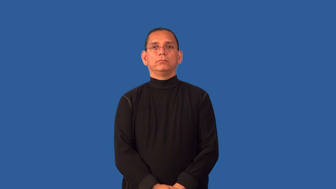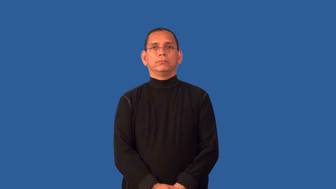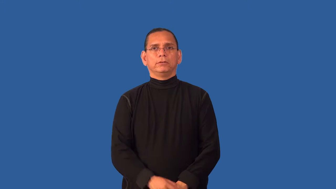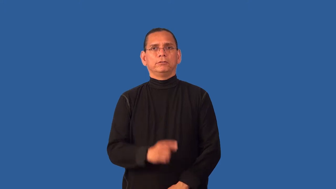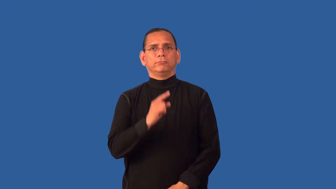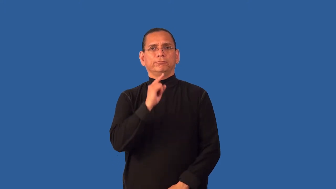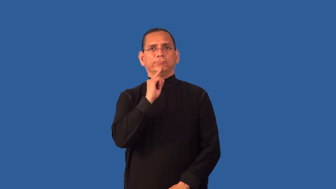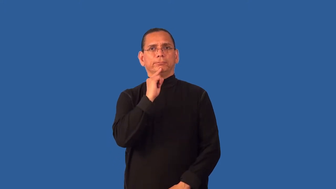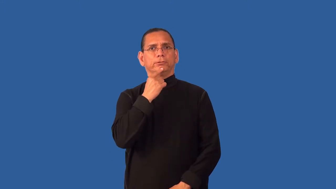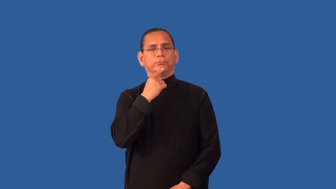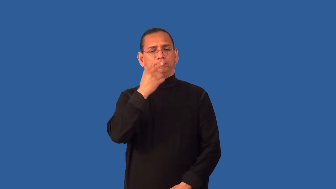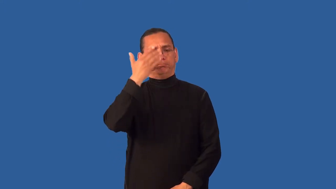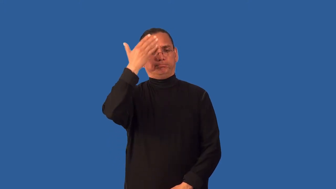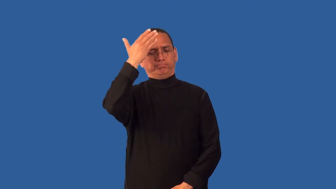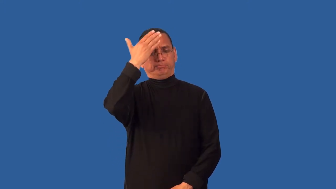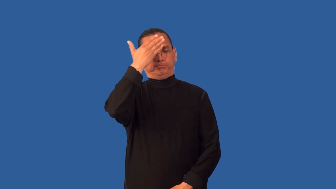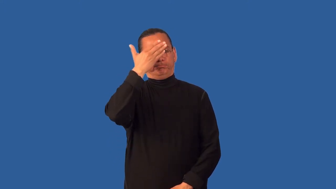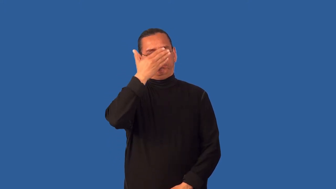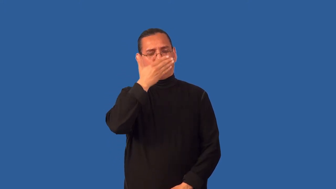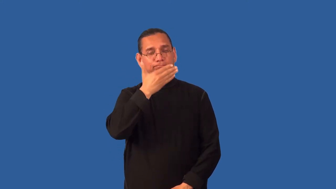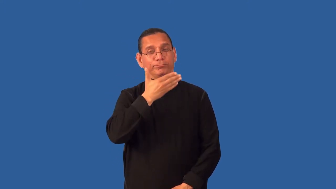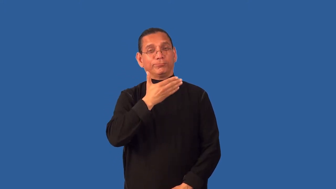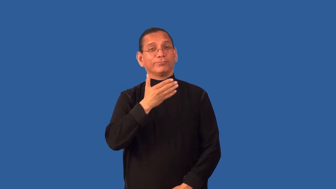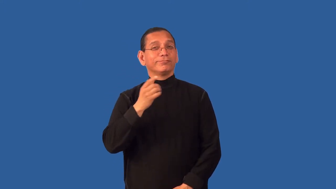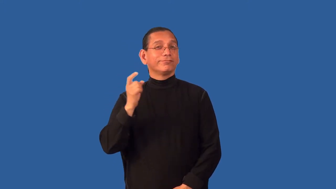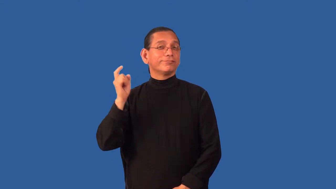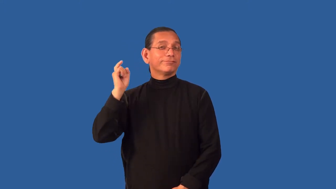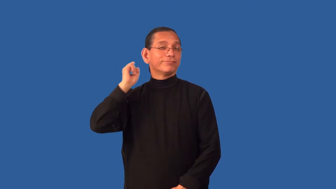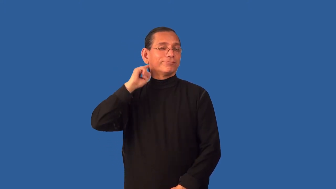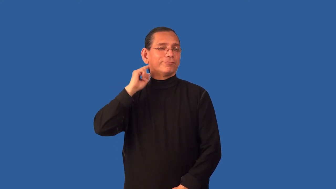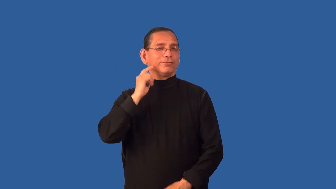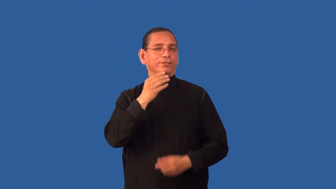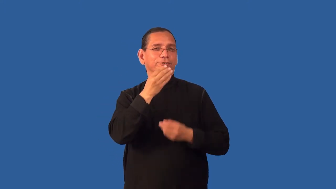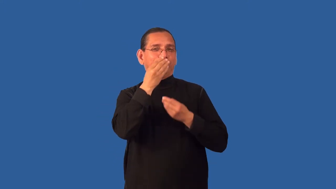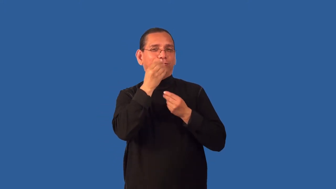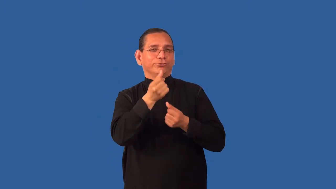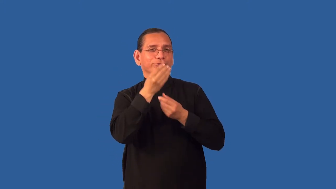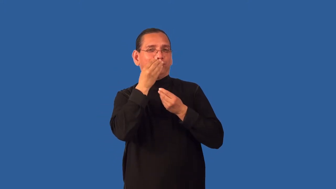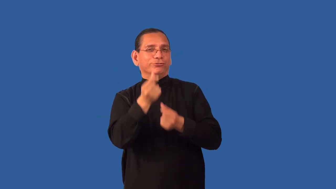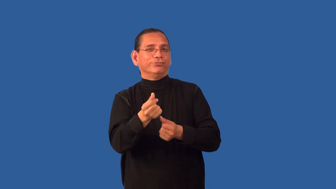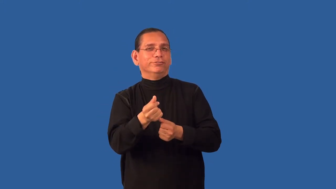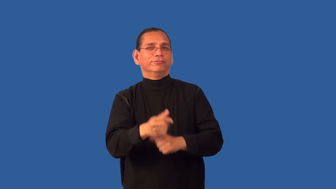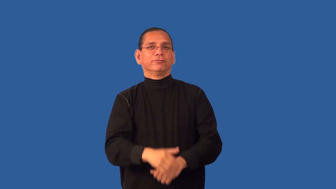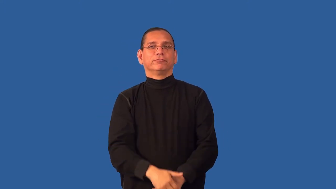deadpan